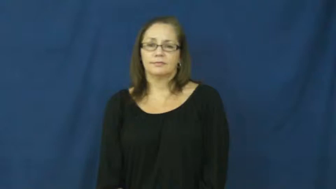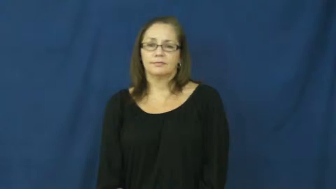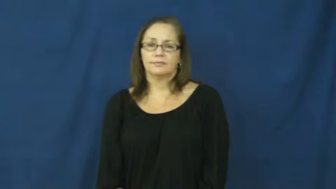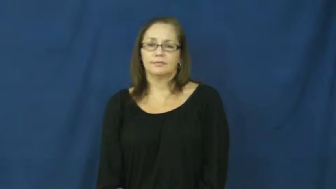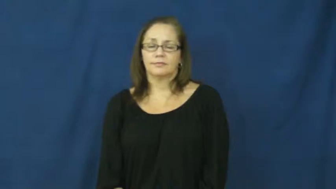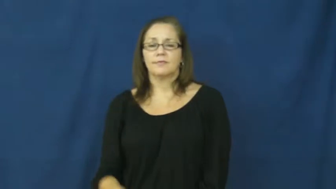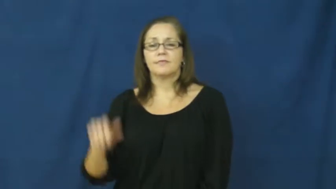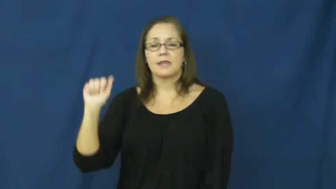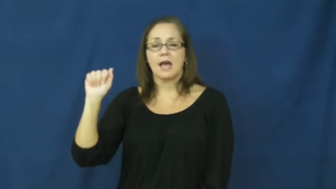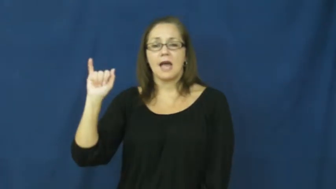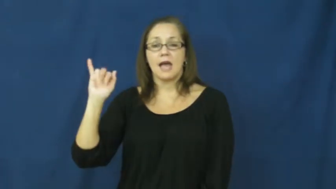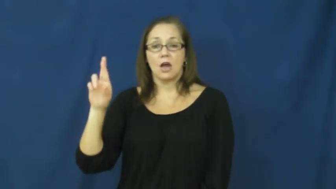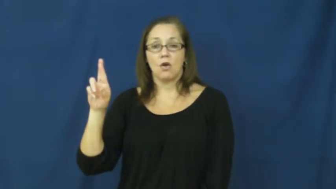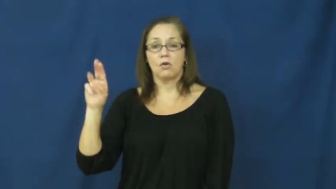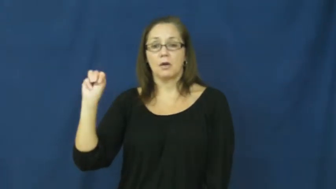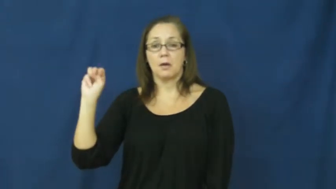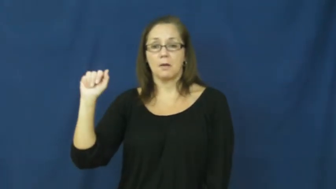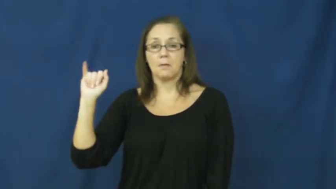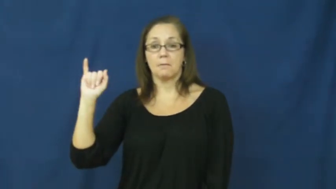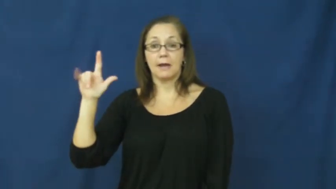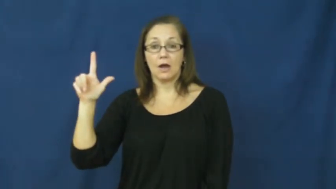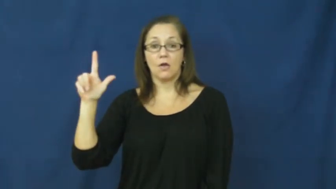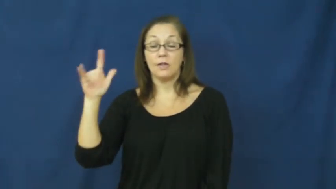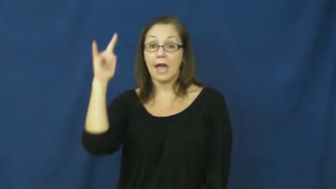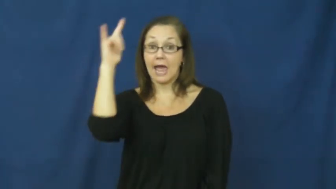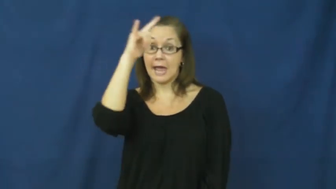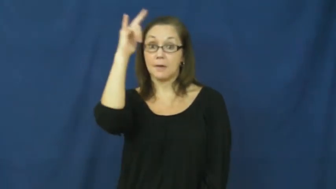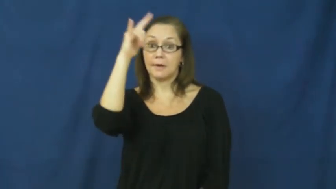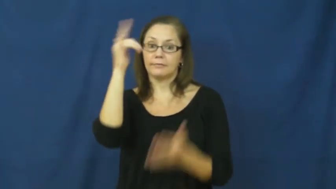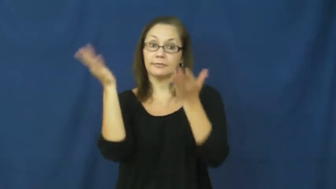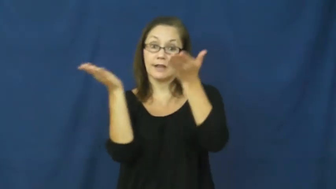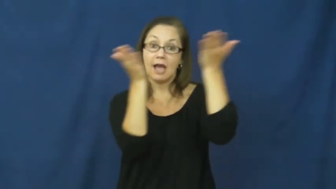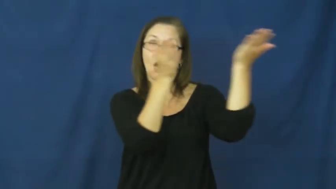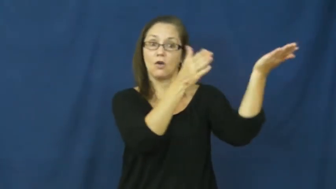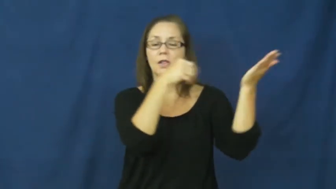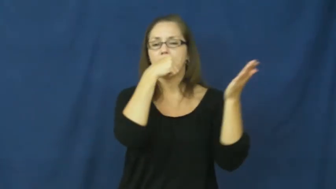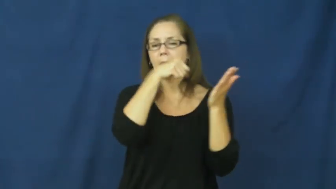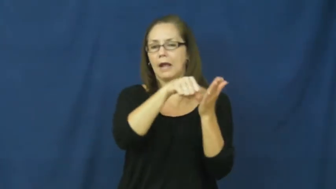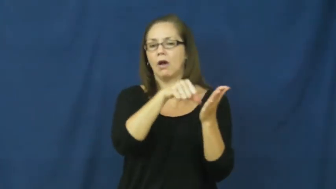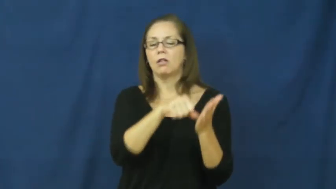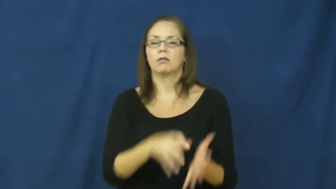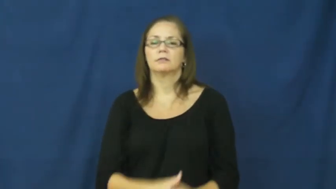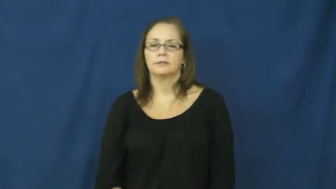airmail